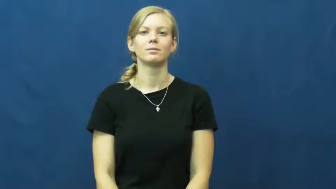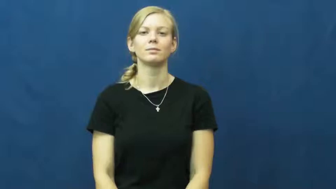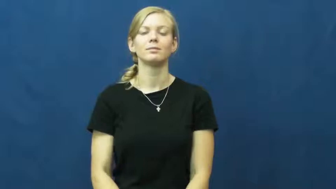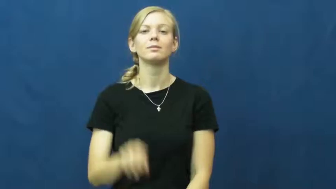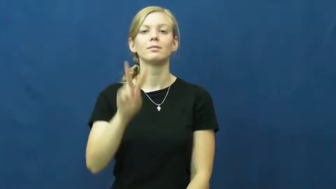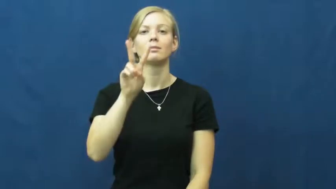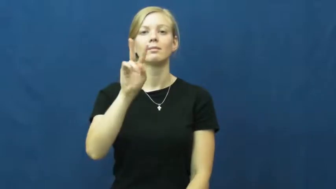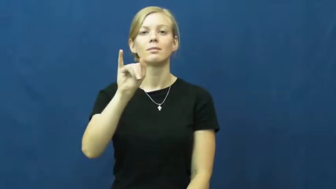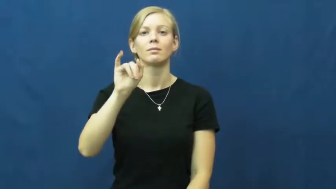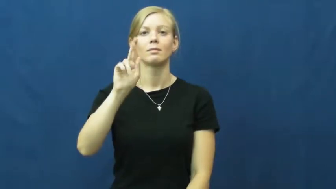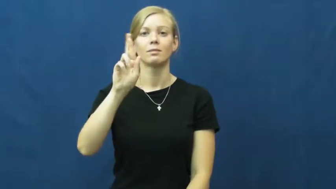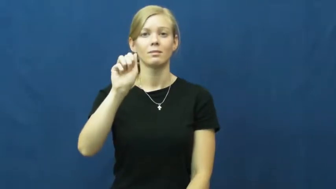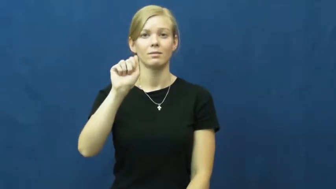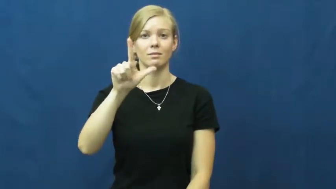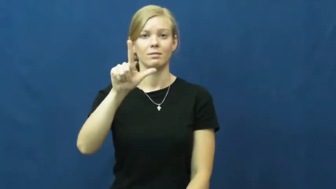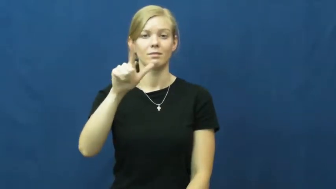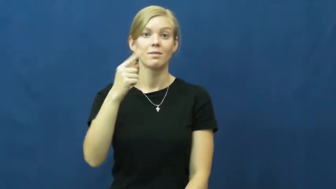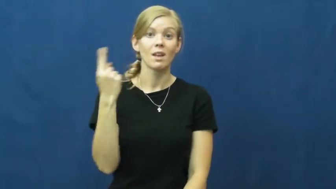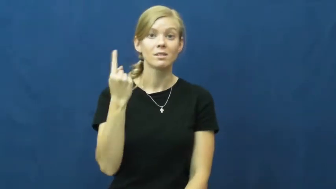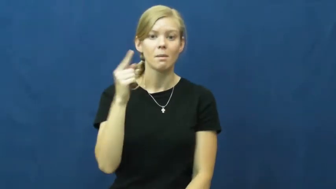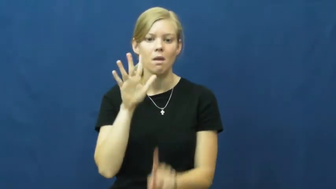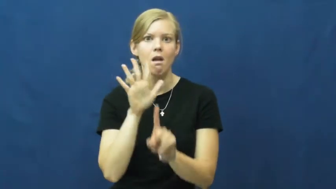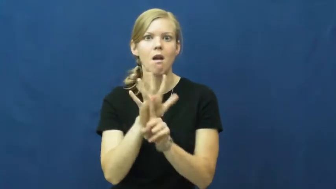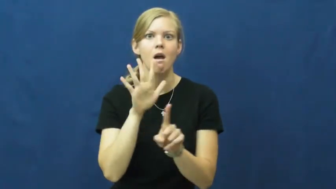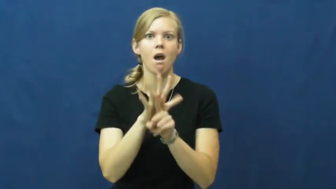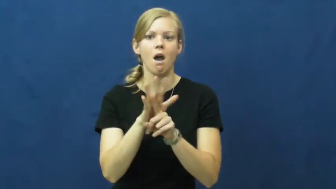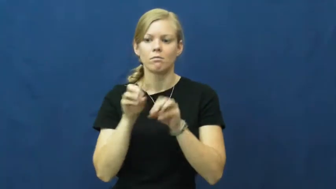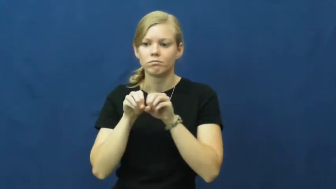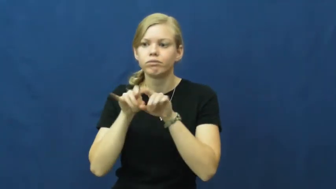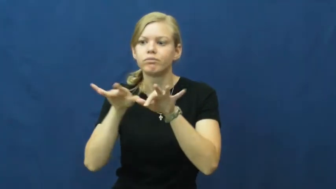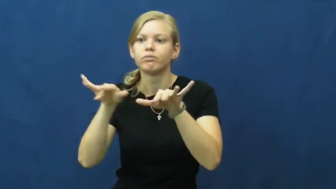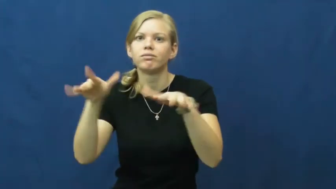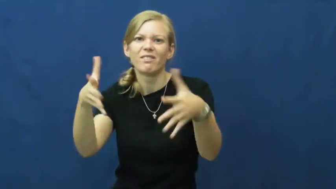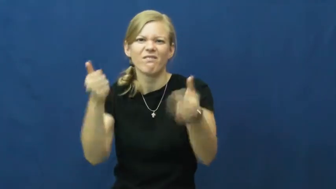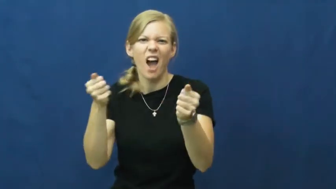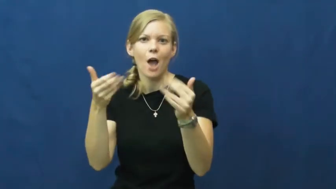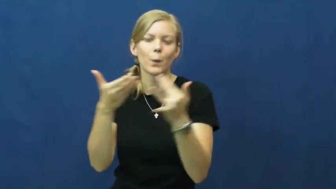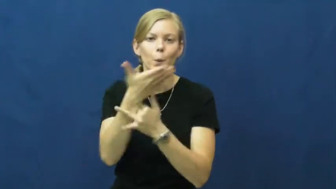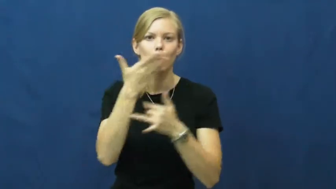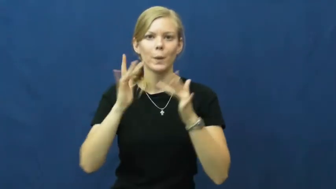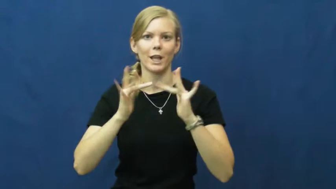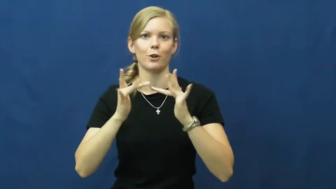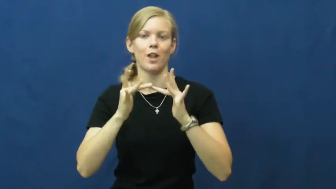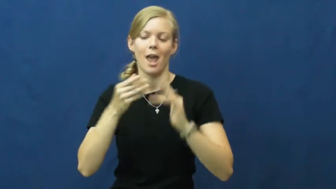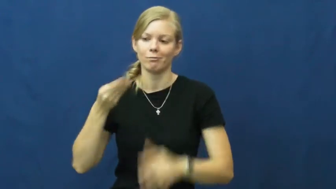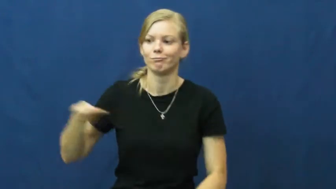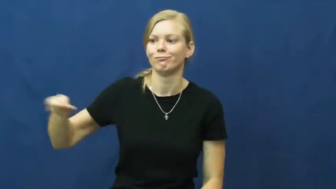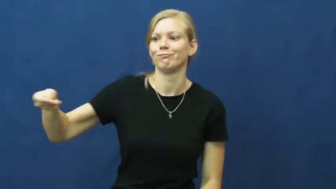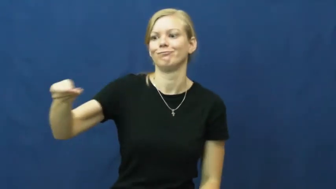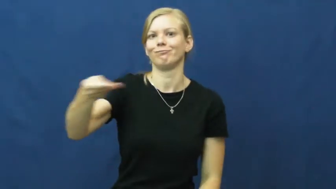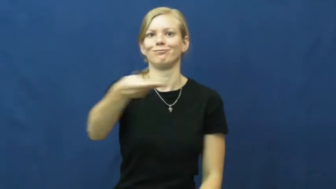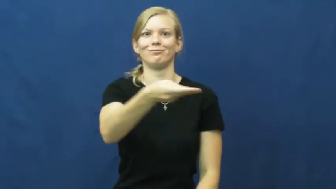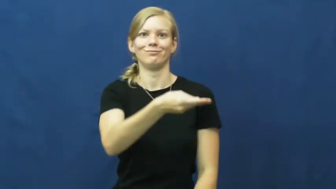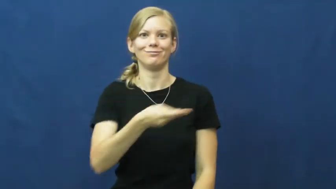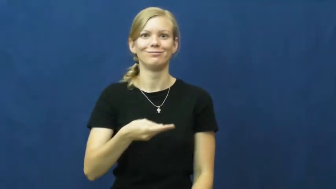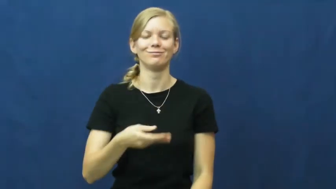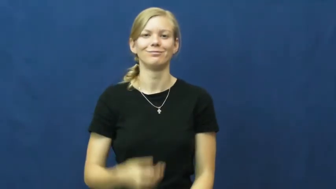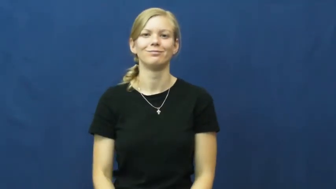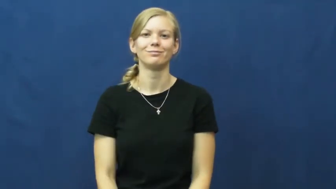viral-internet